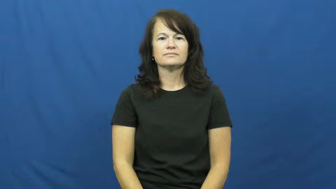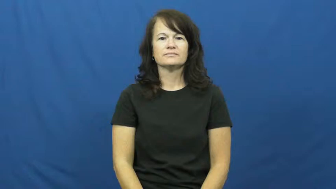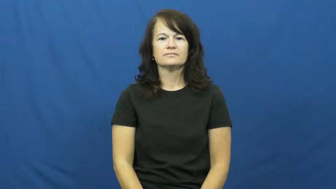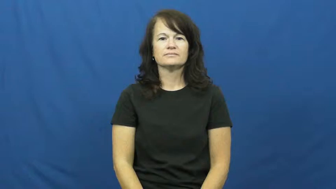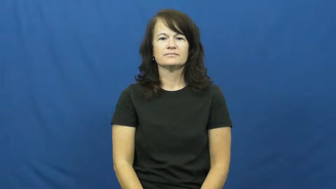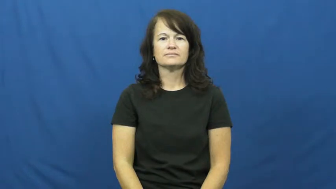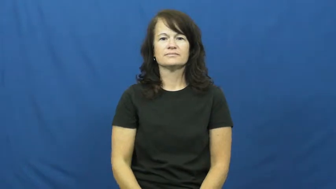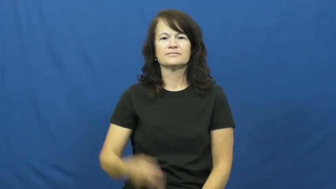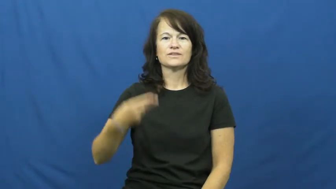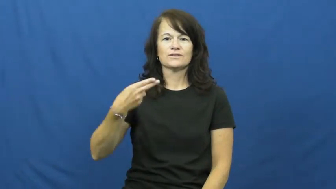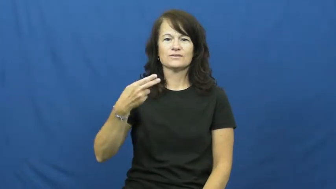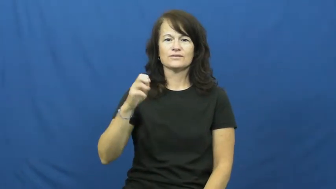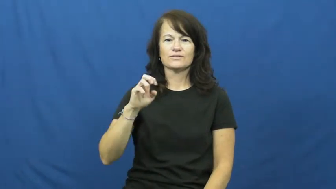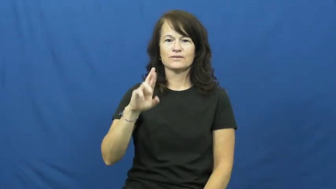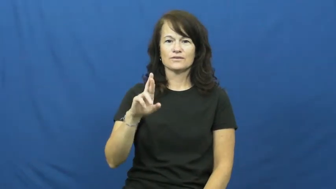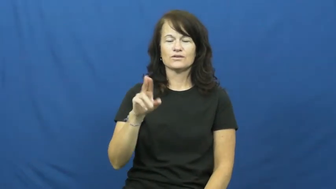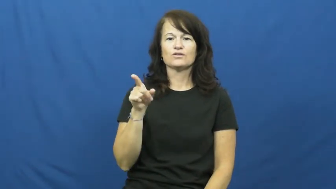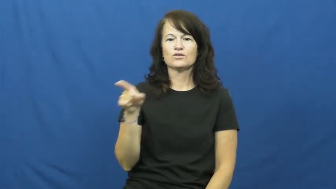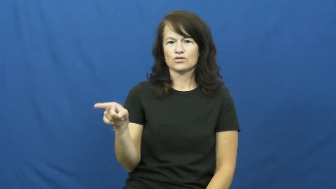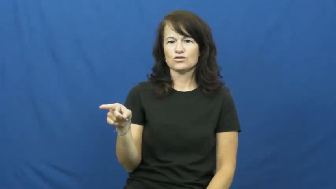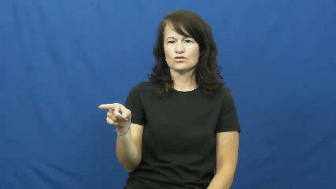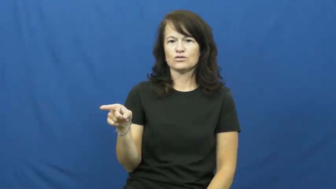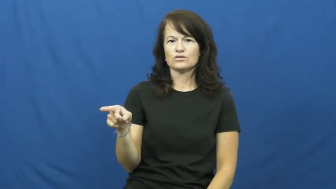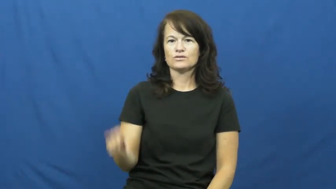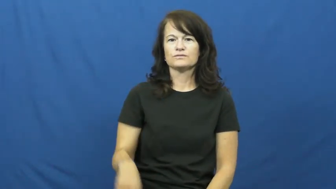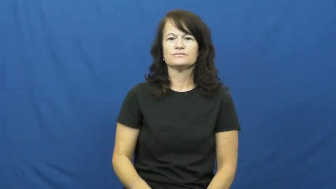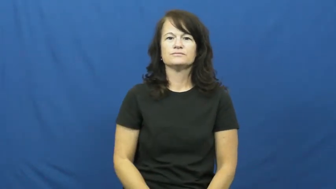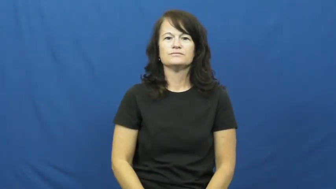her